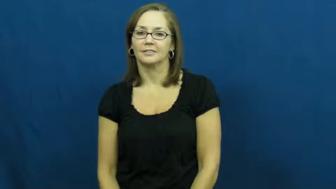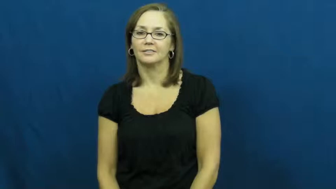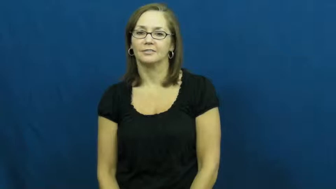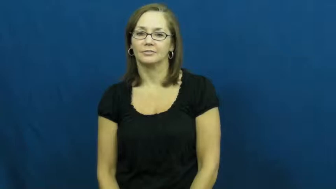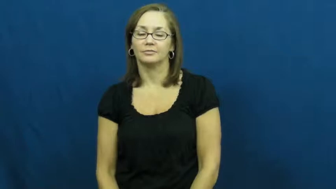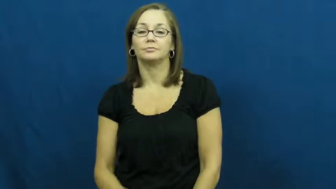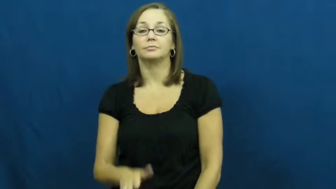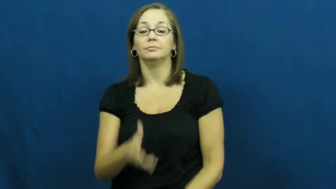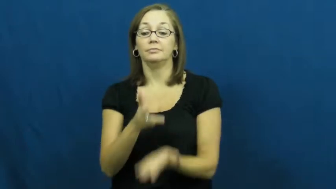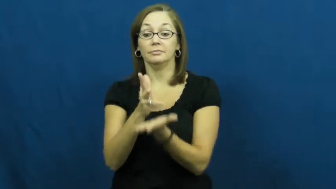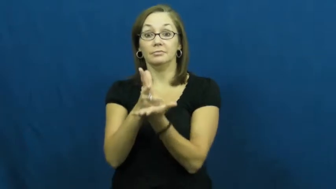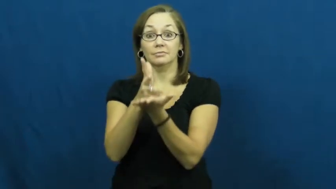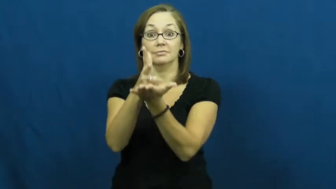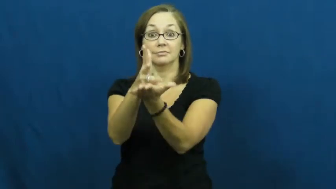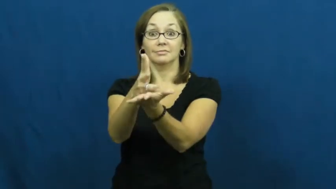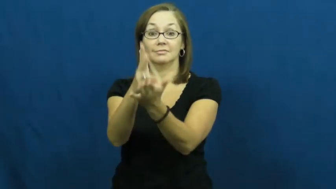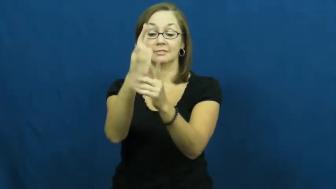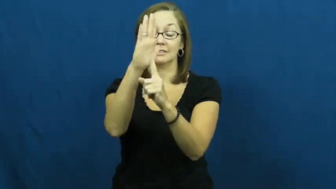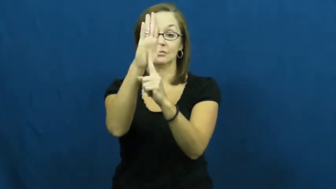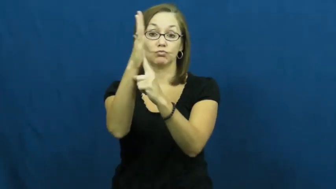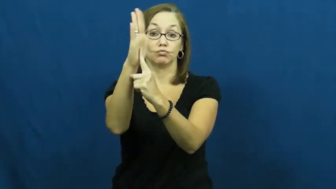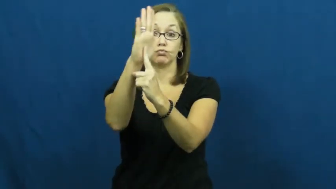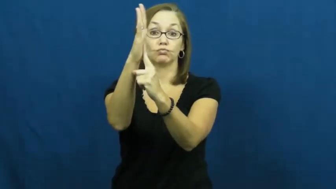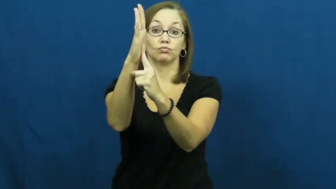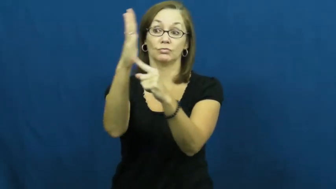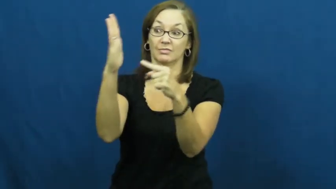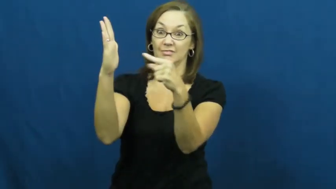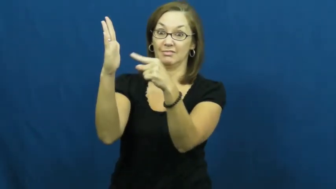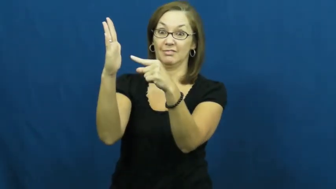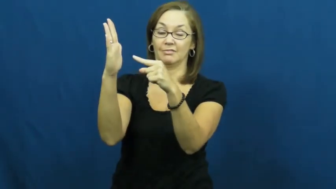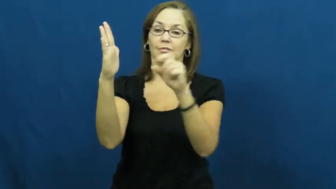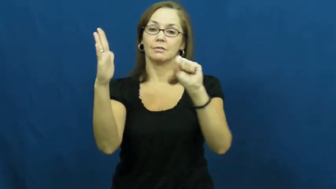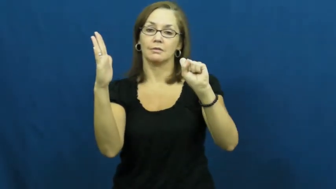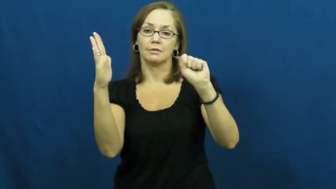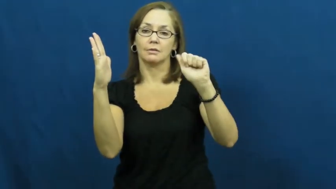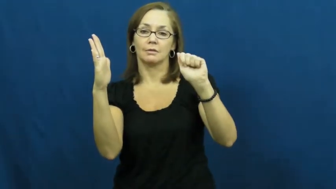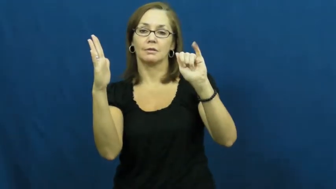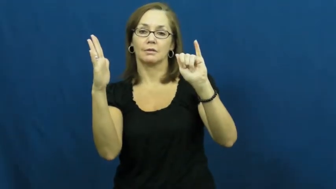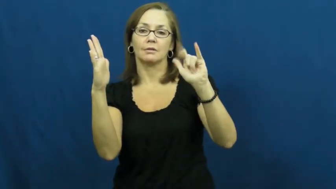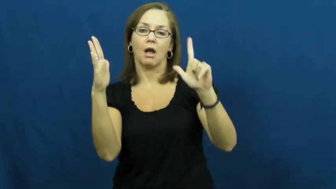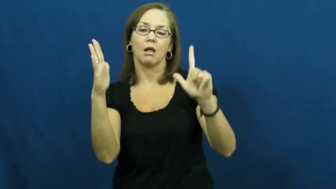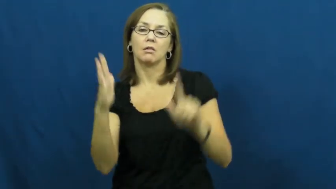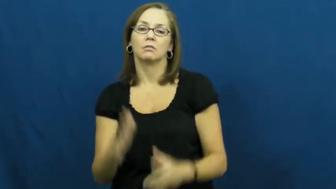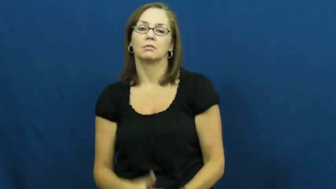sail-cloth